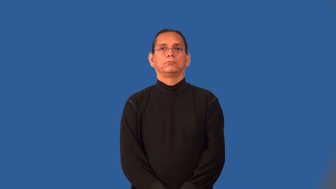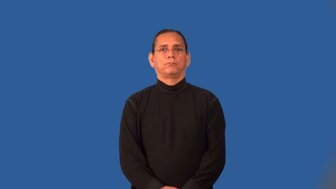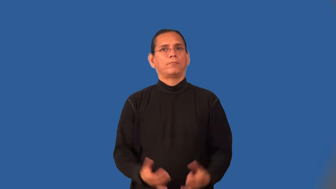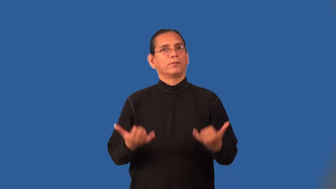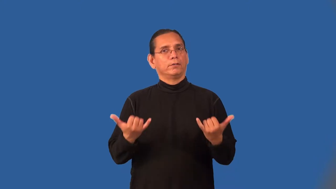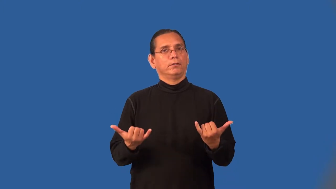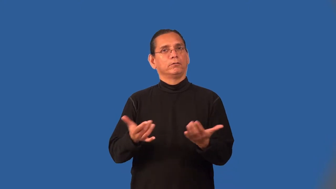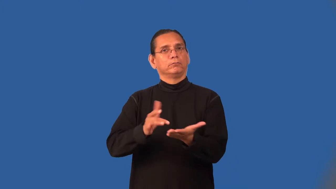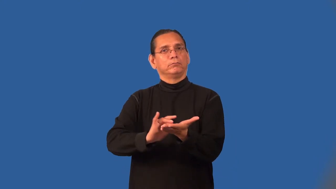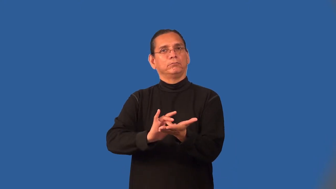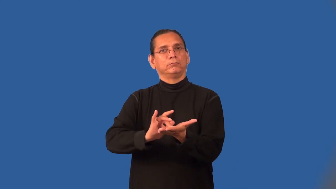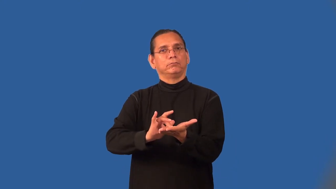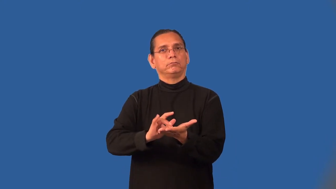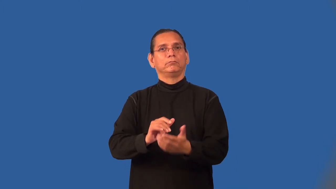on-taking medicine